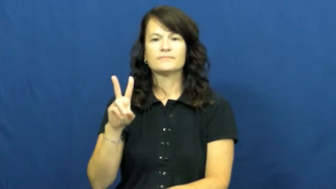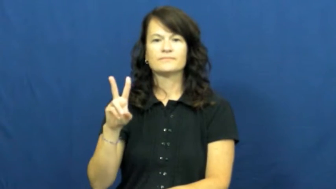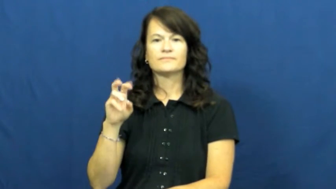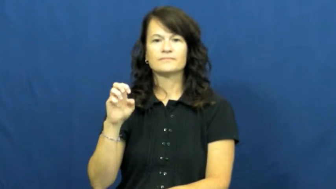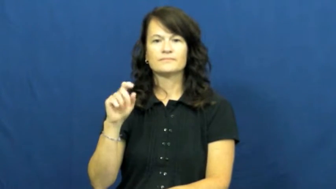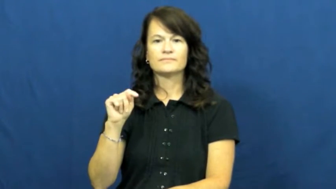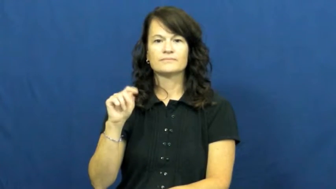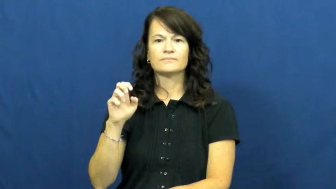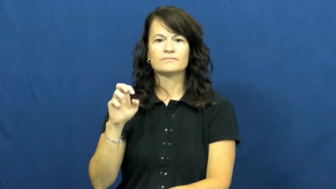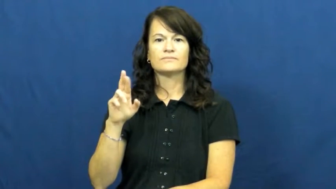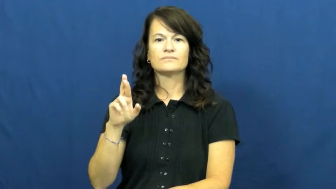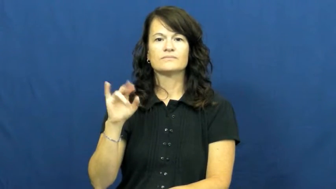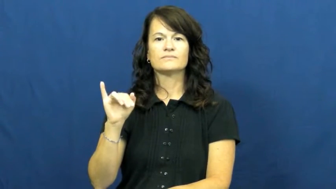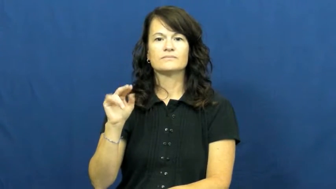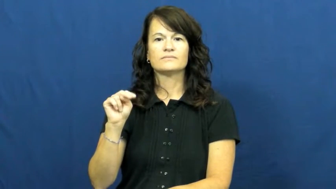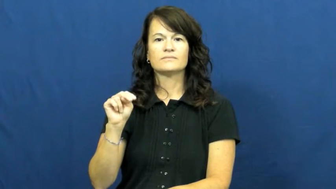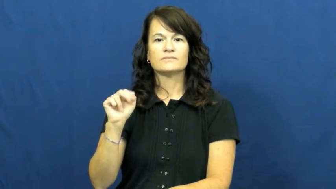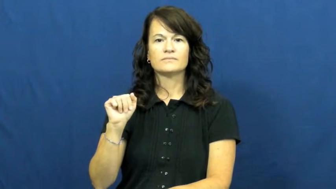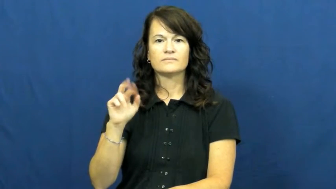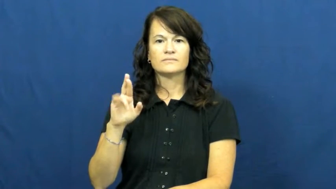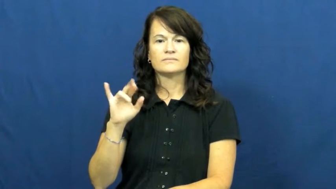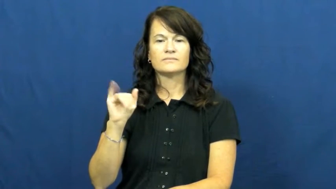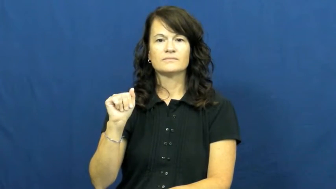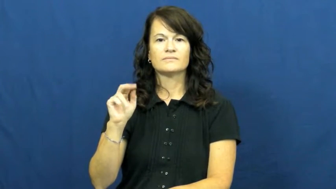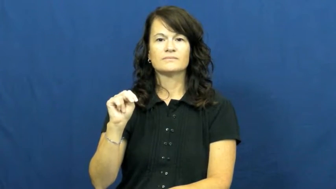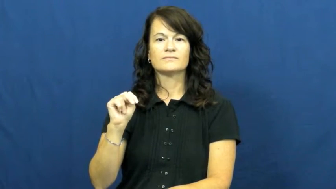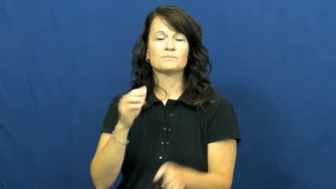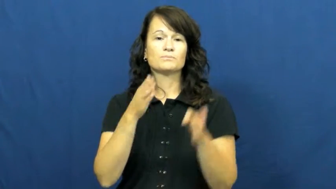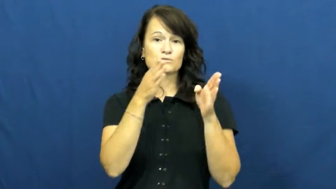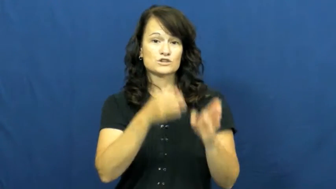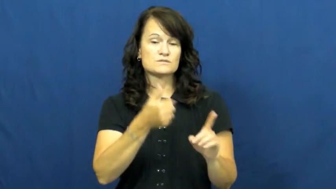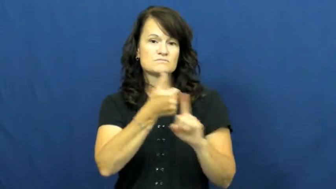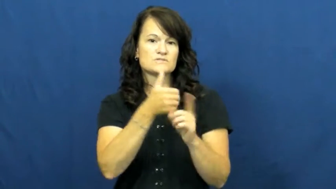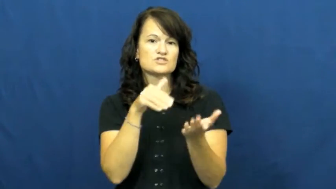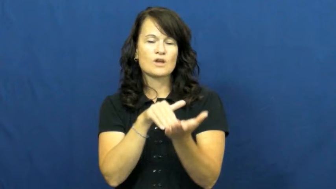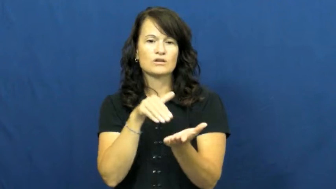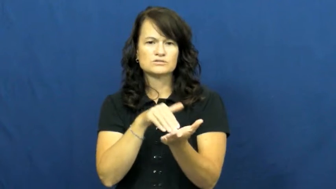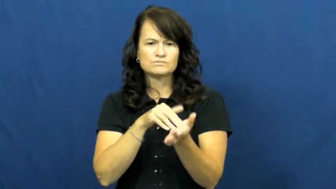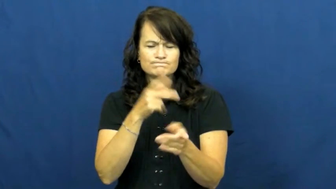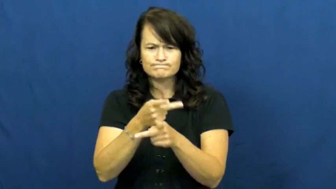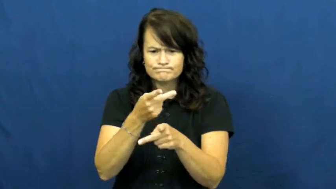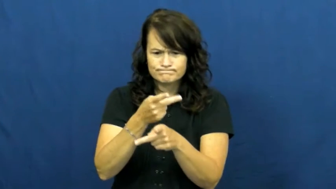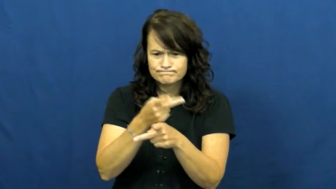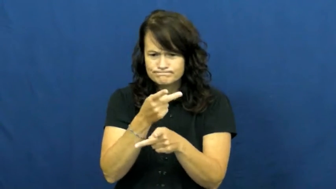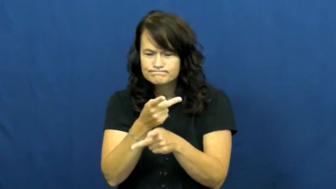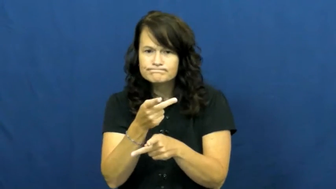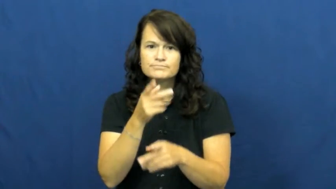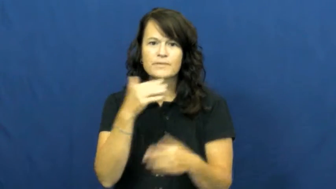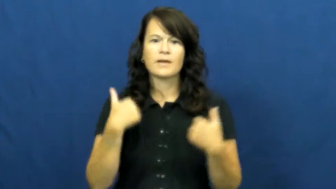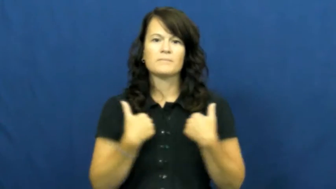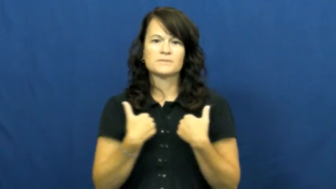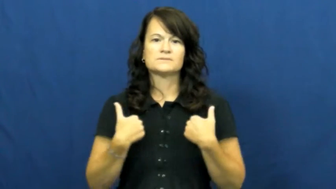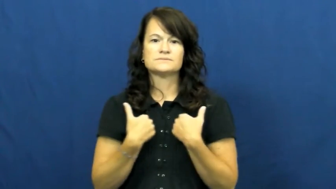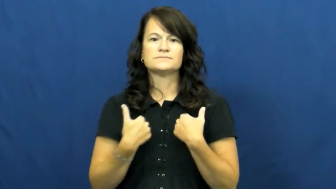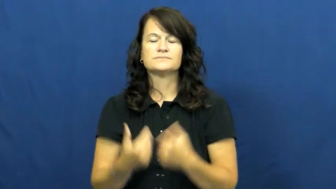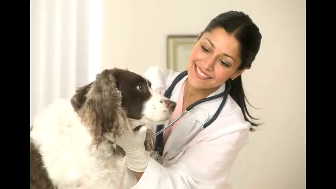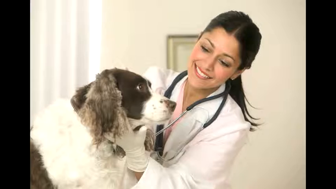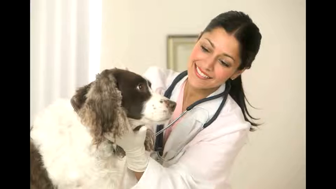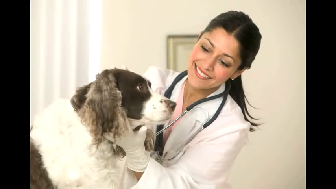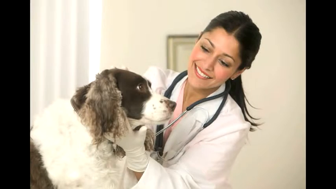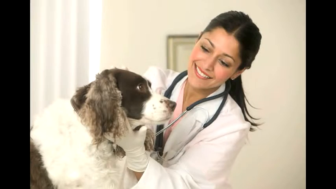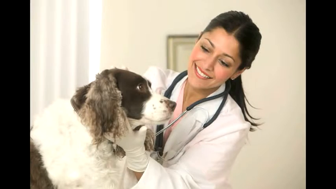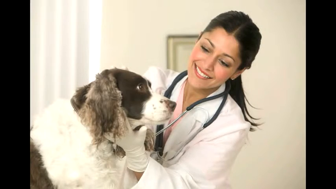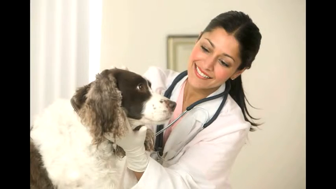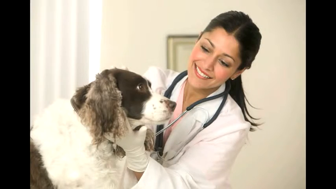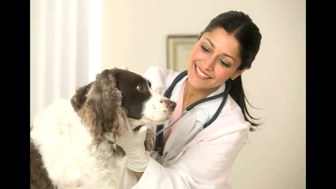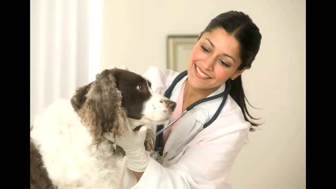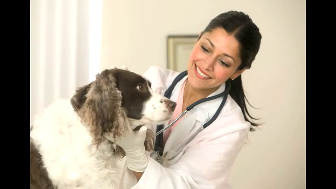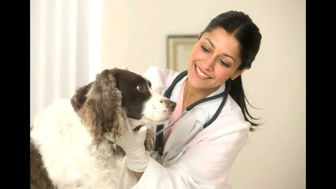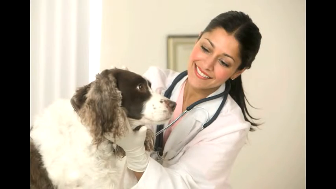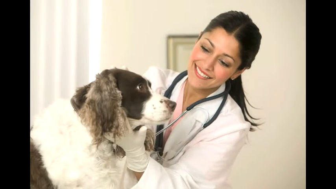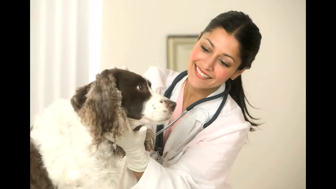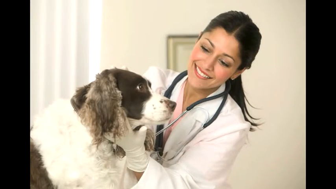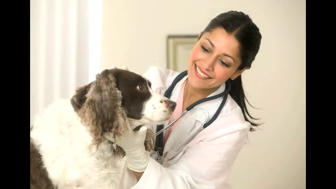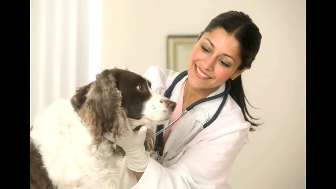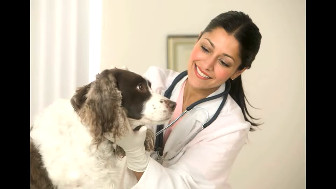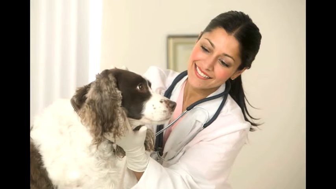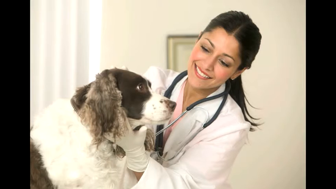veterinarian